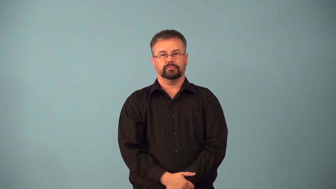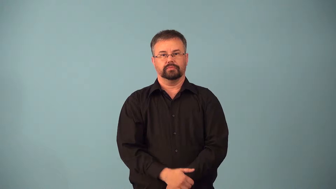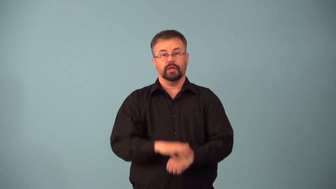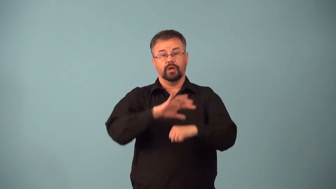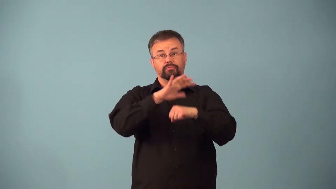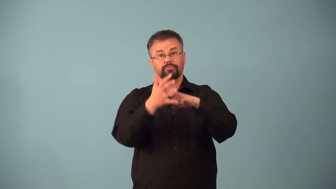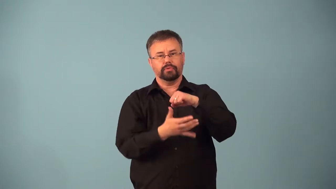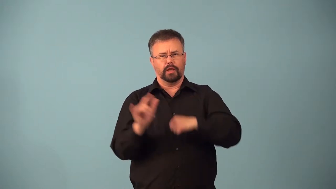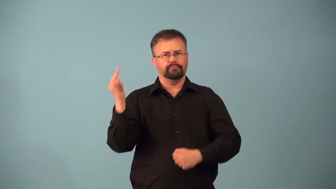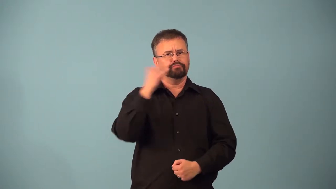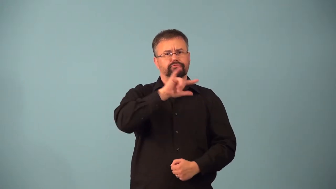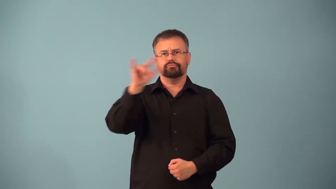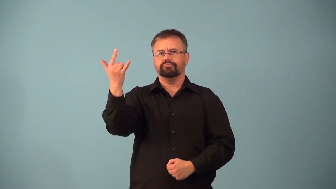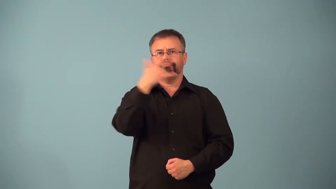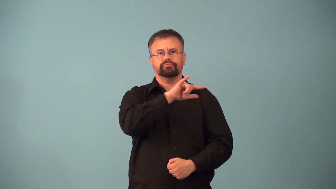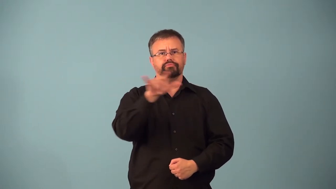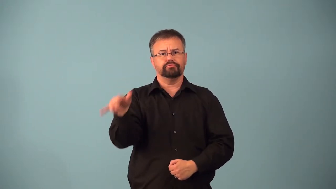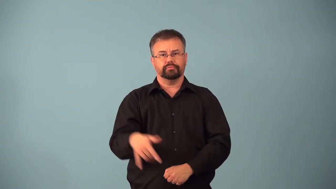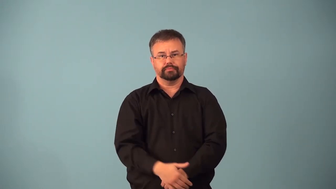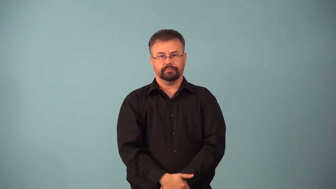aerospace